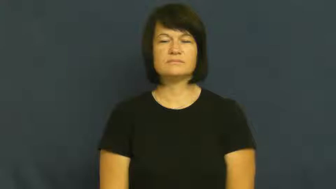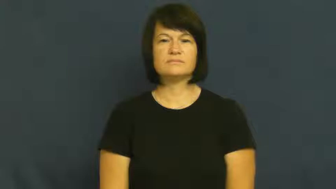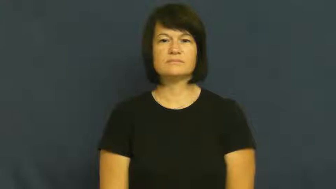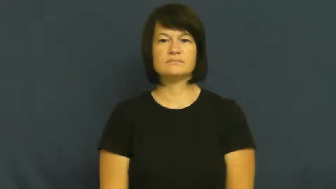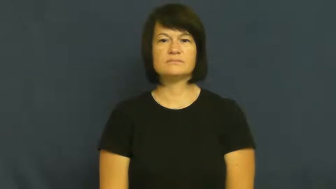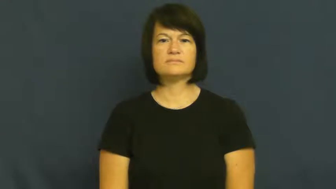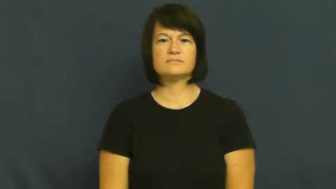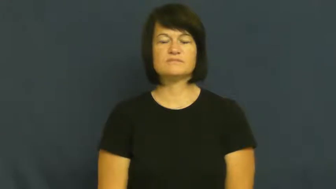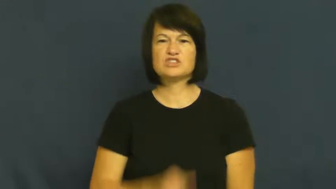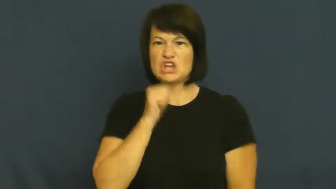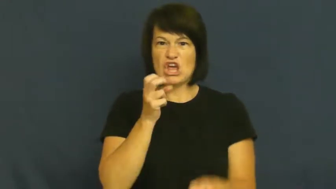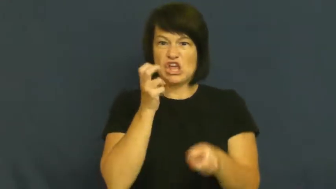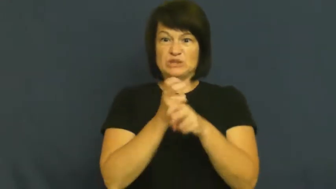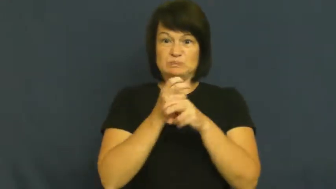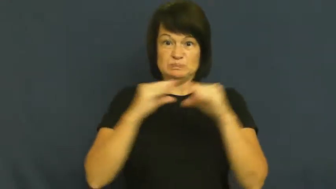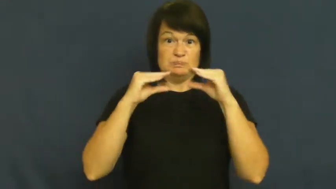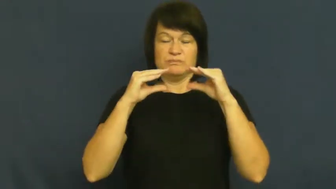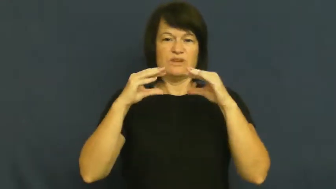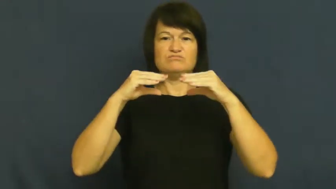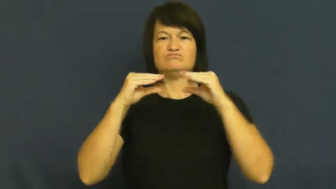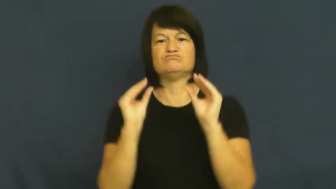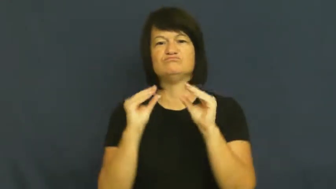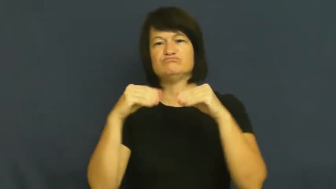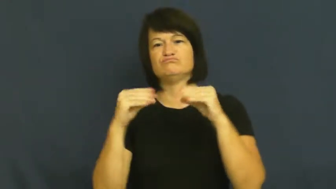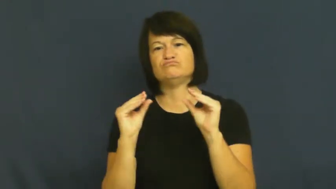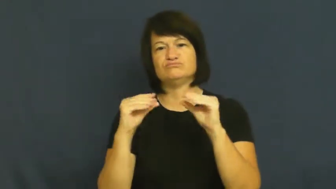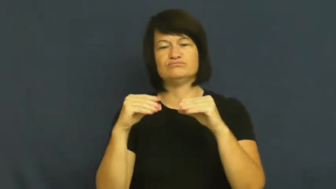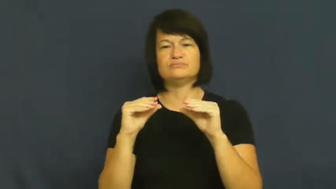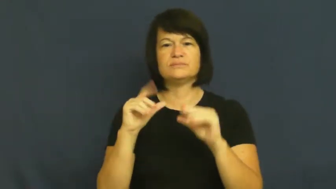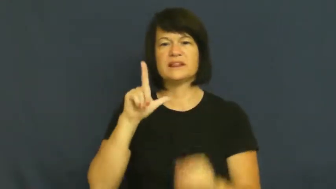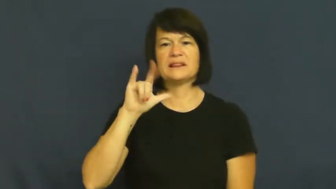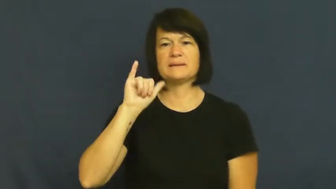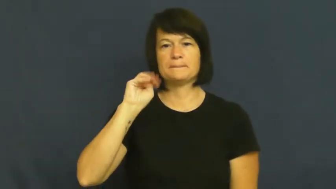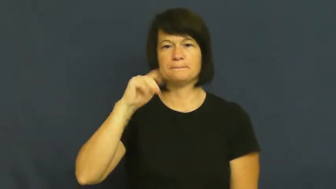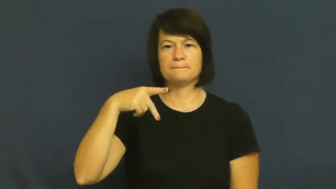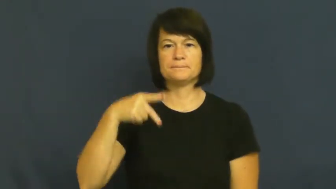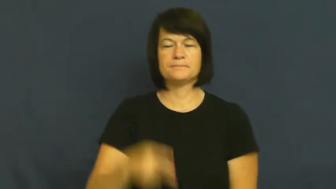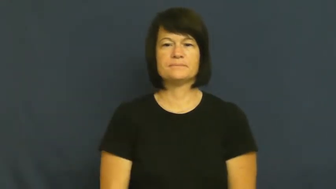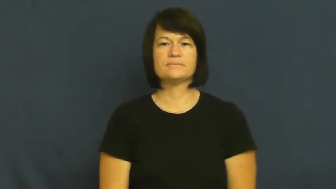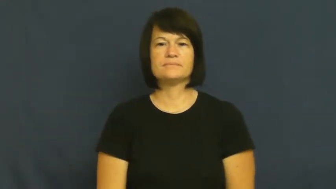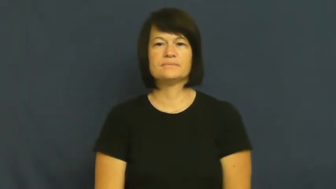limp,flaccid-not rigid